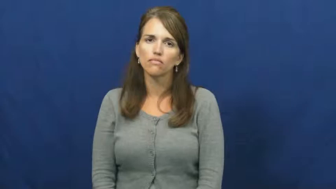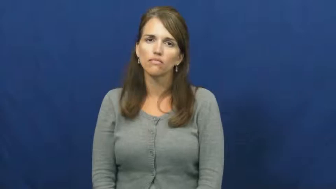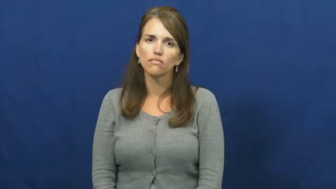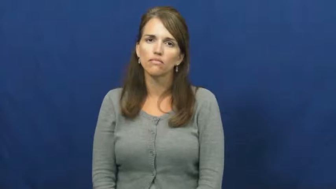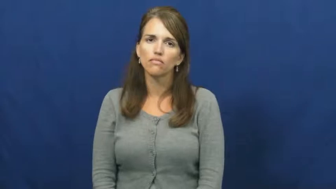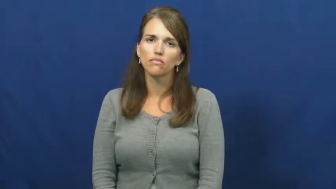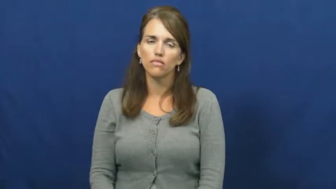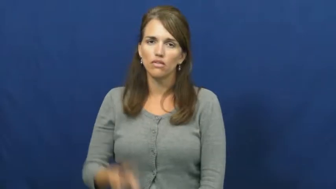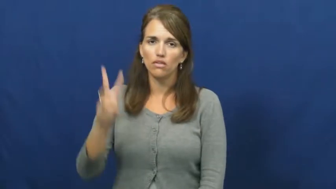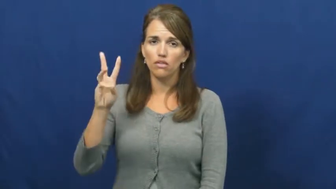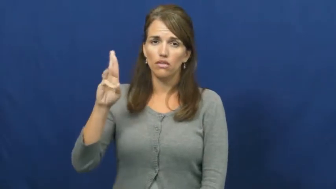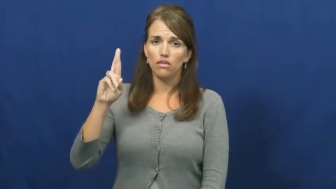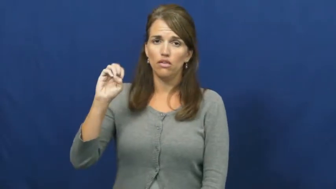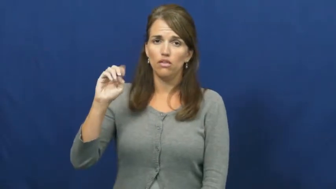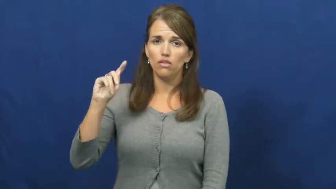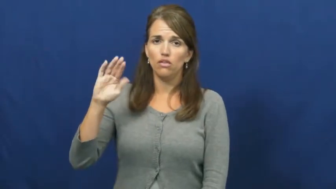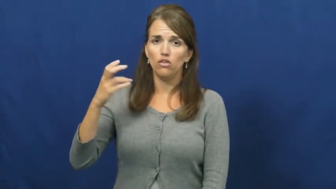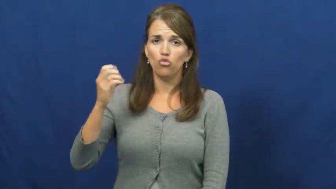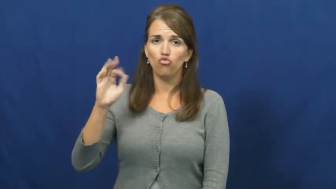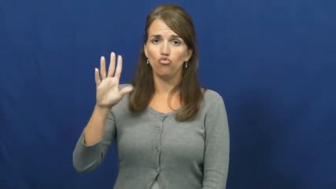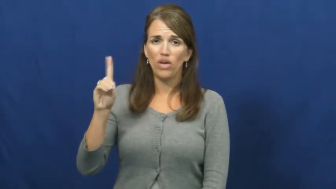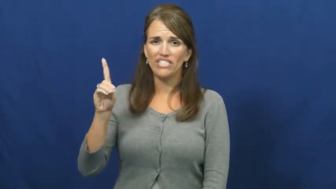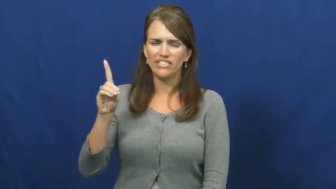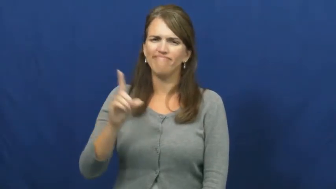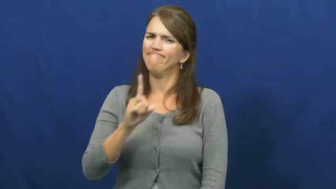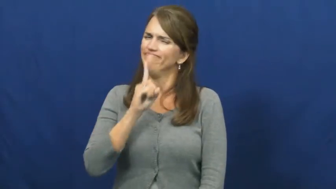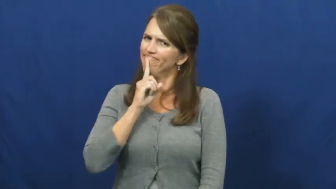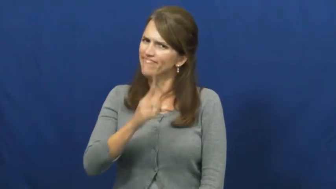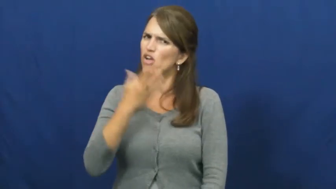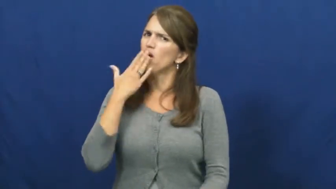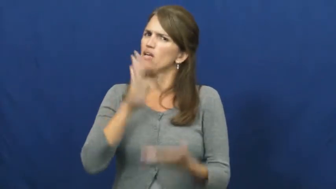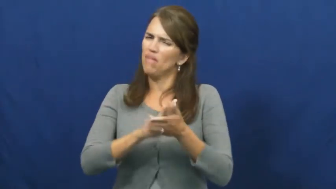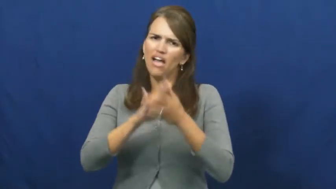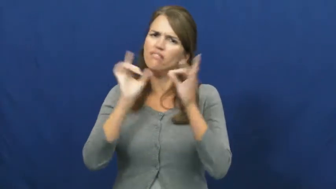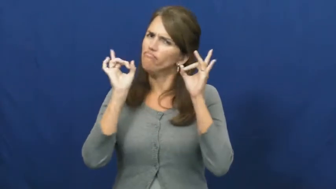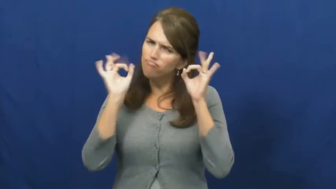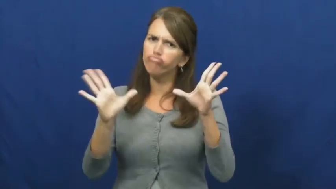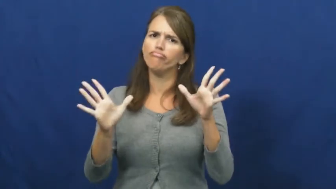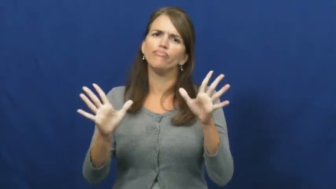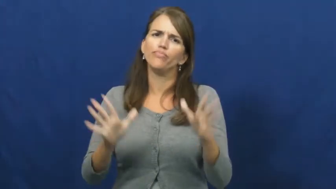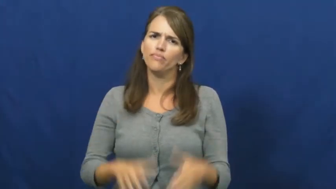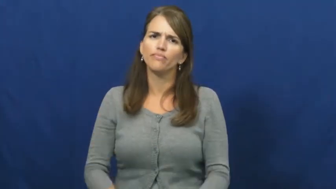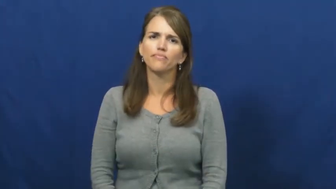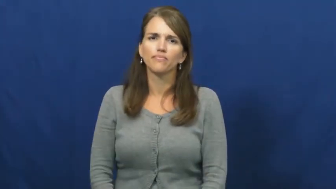wretched